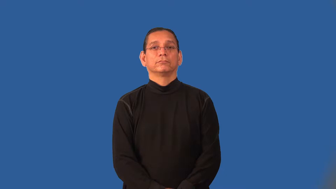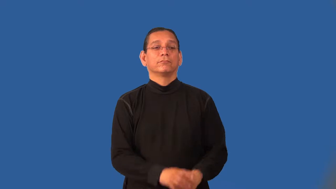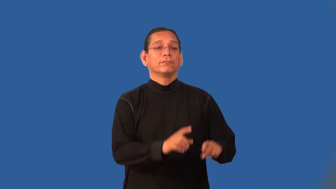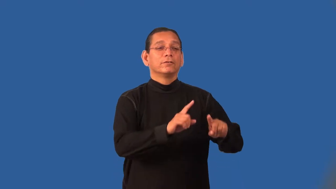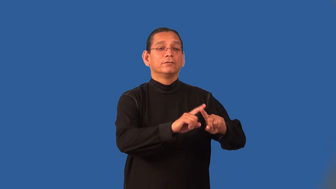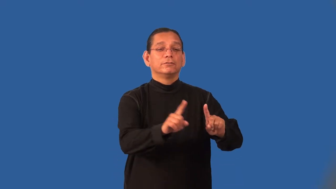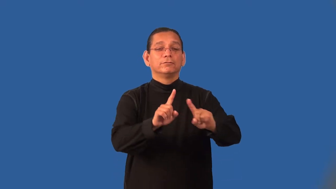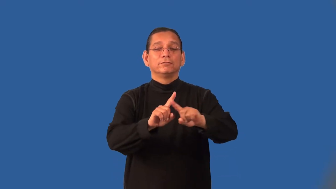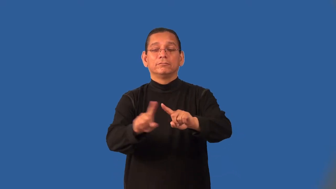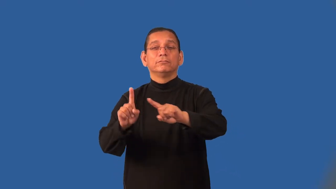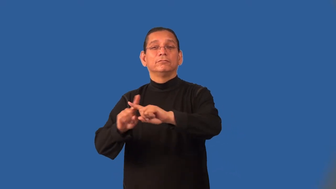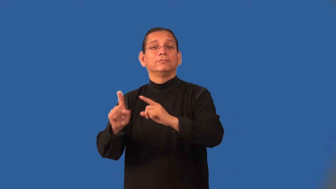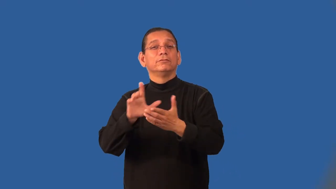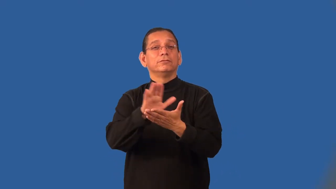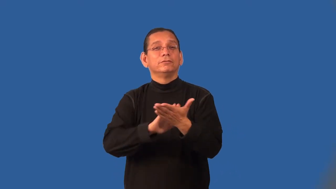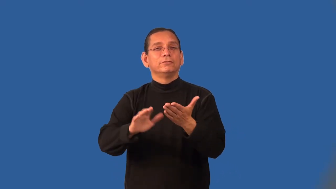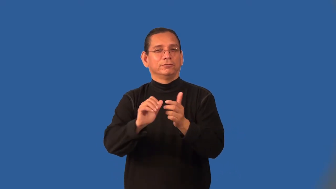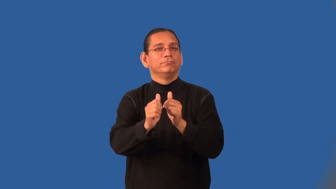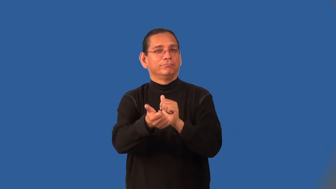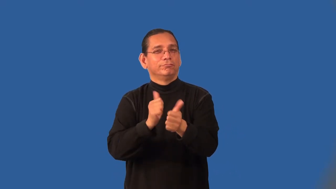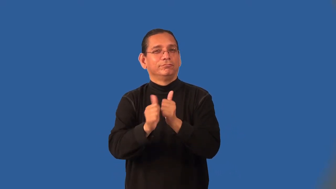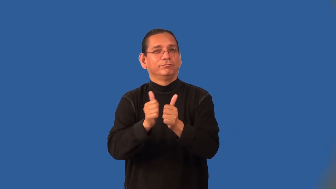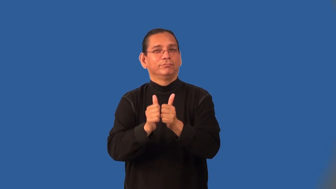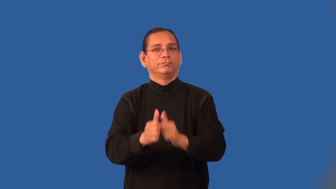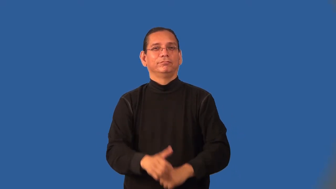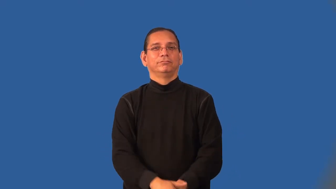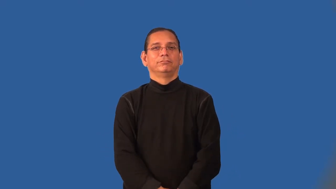intercollegiate